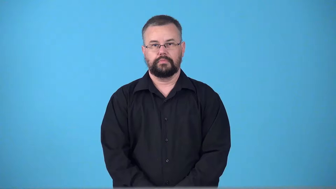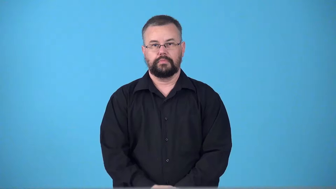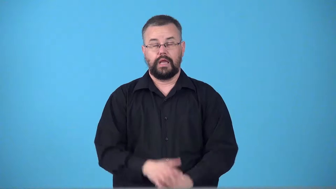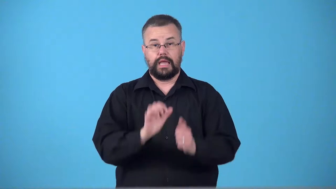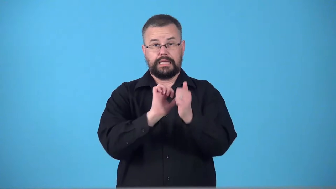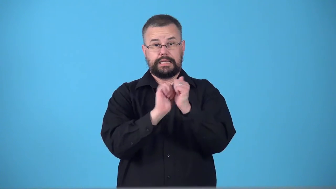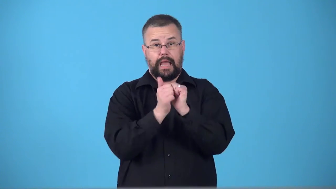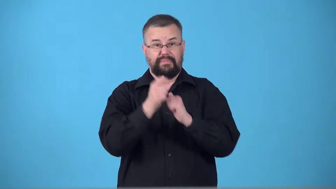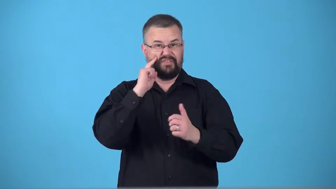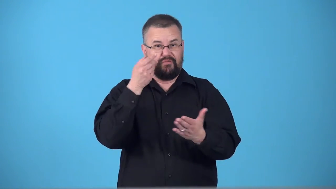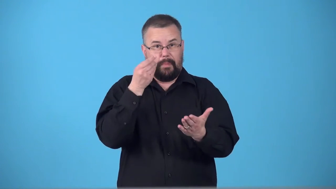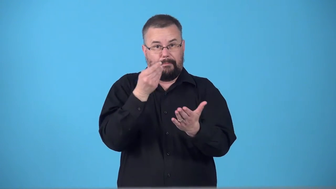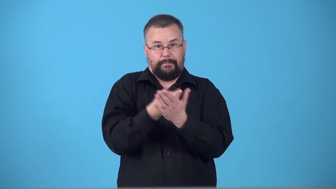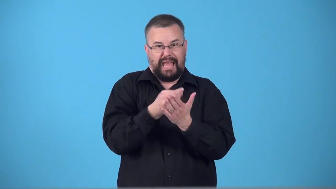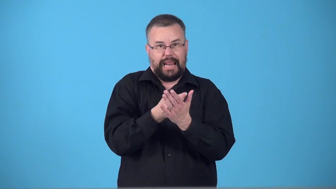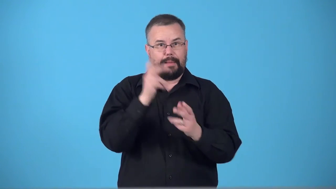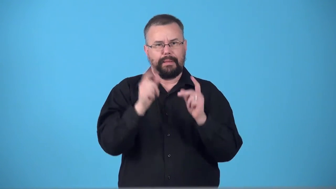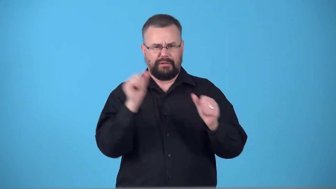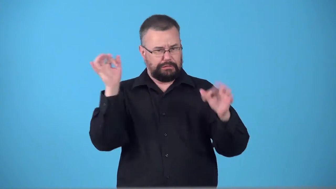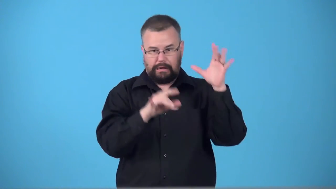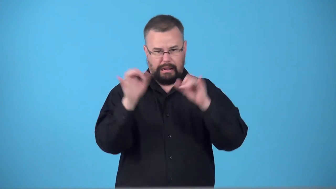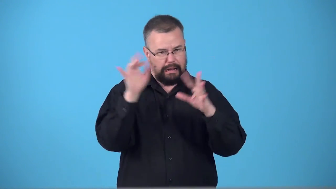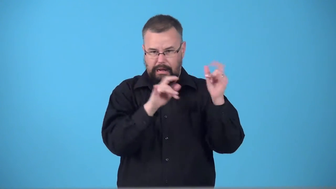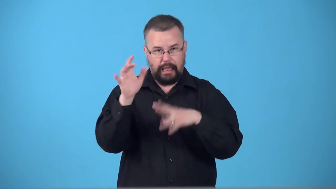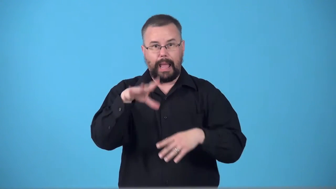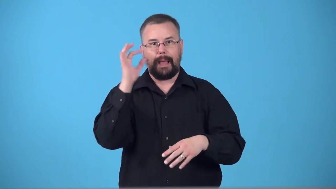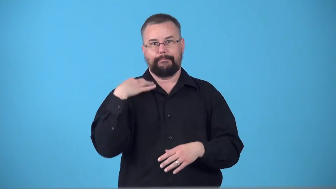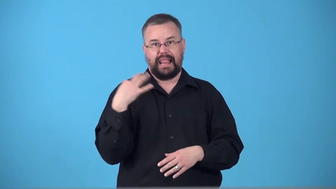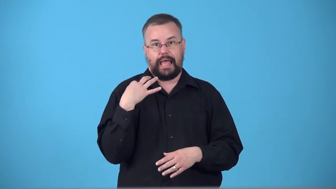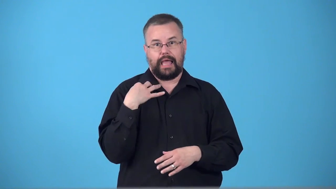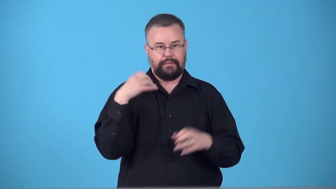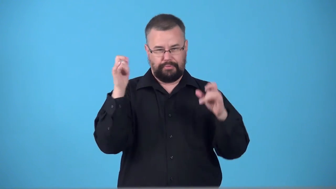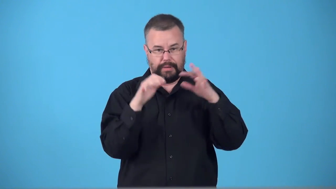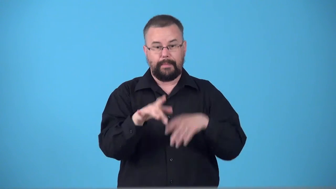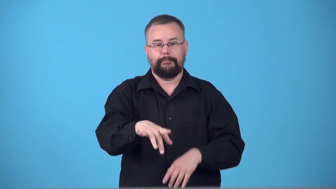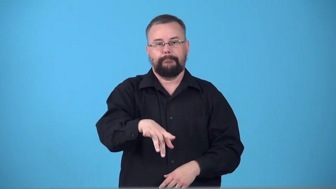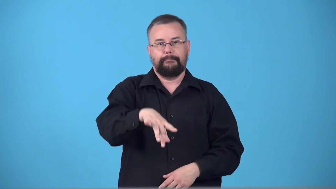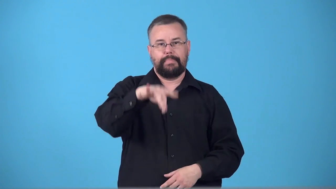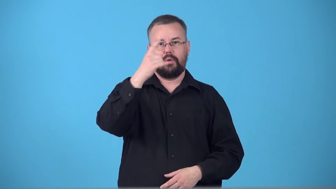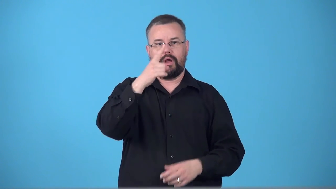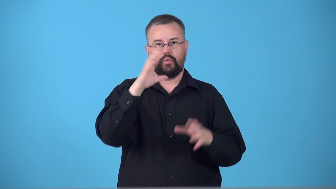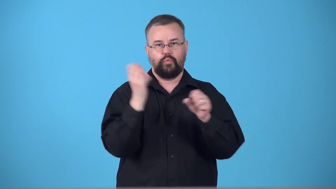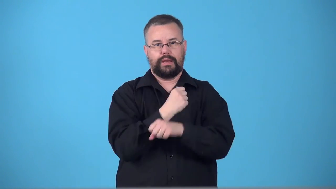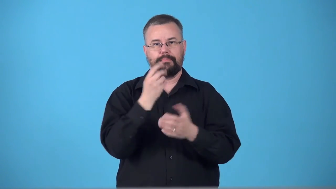sweepstakes-competition for money